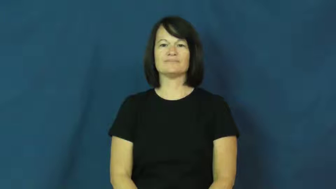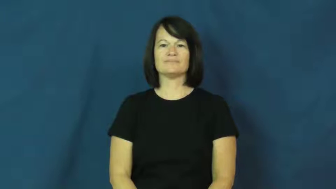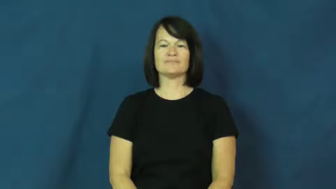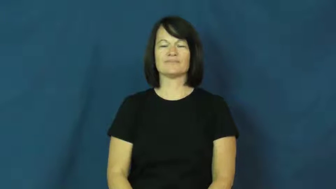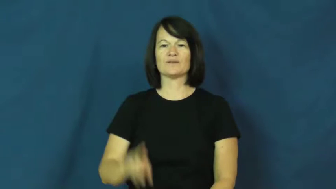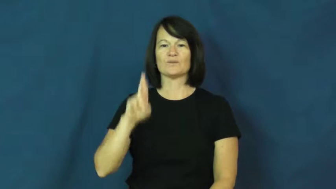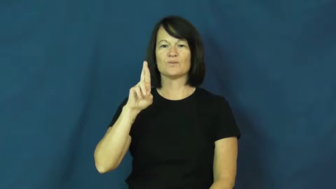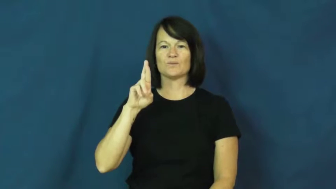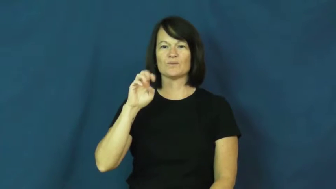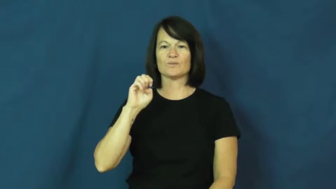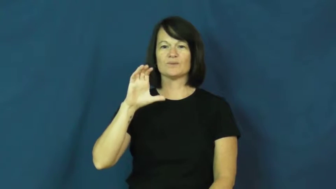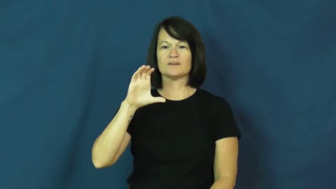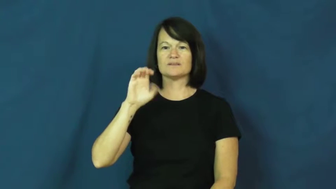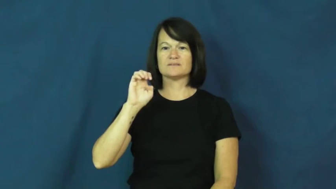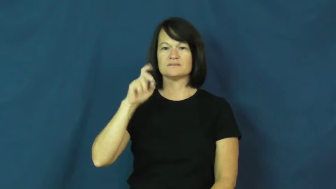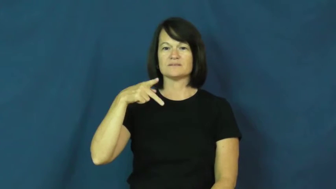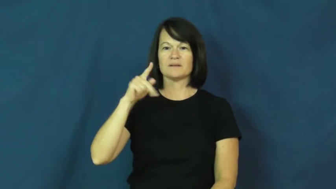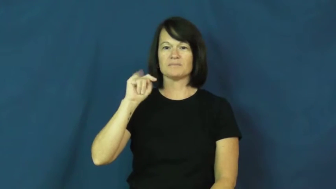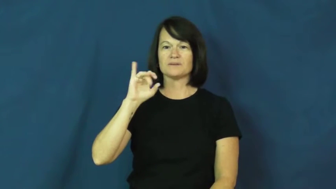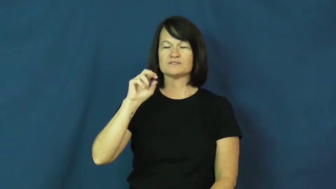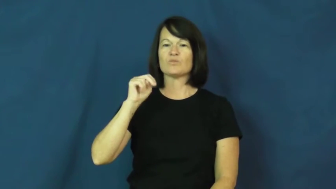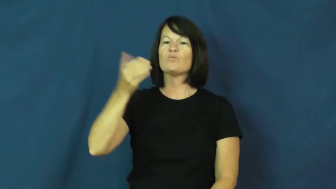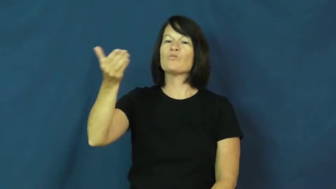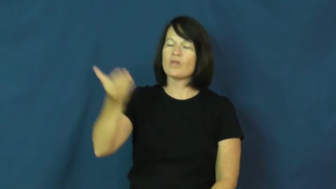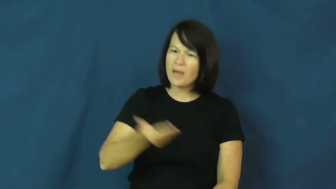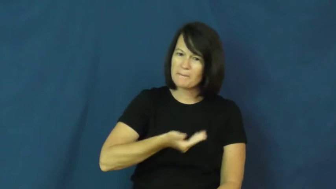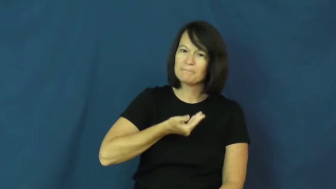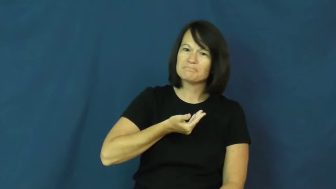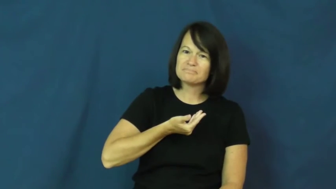reception-welcome